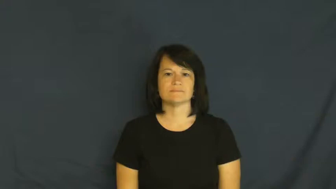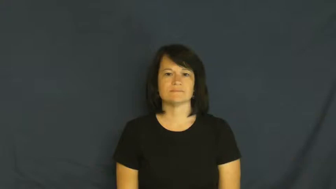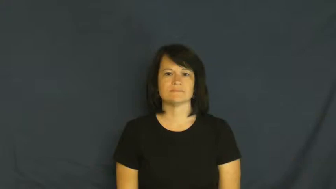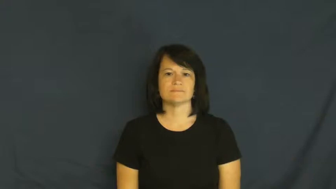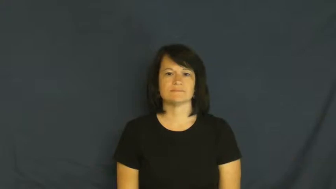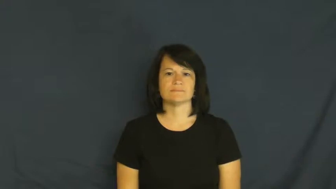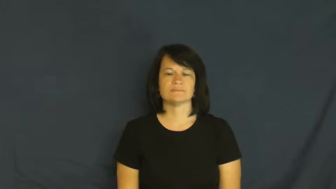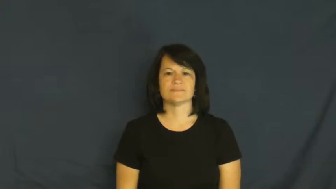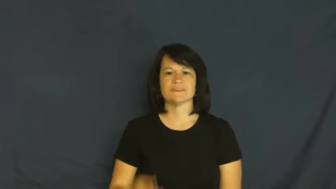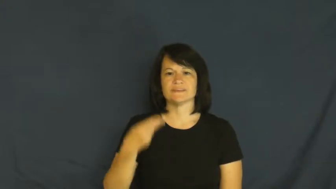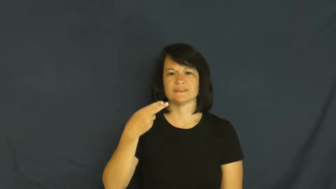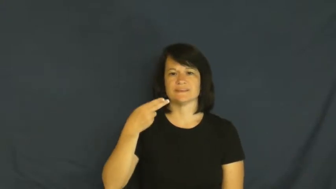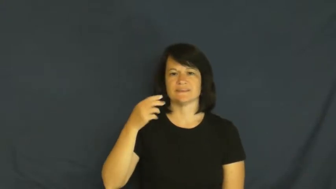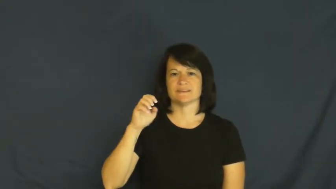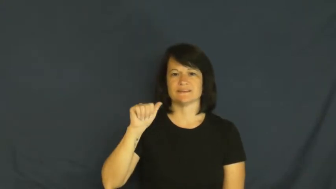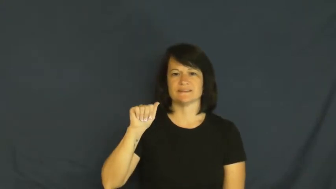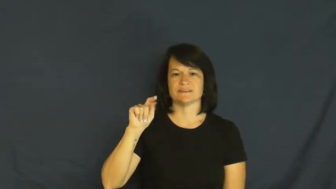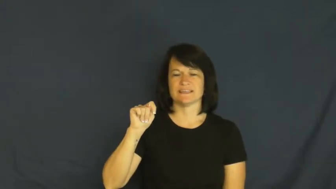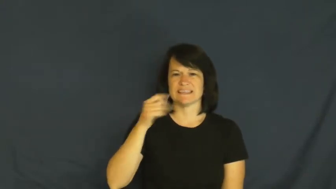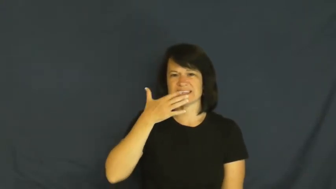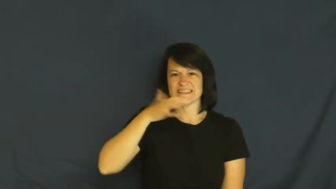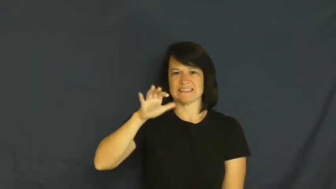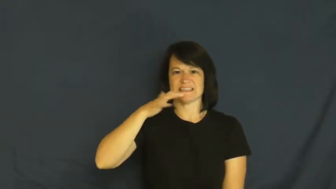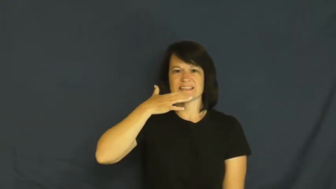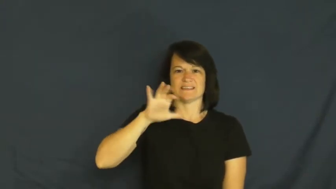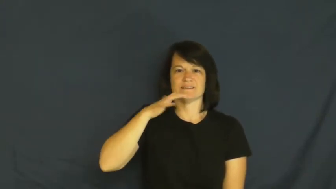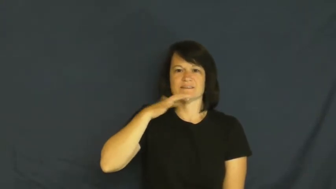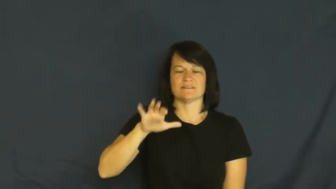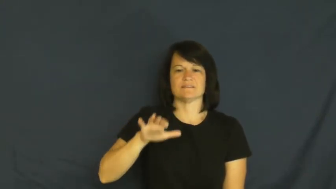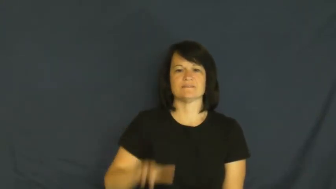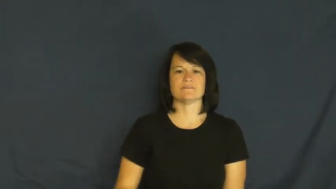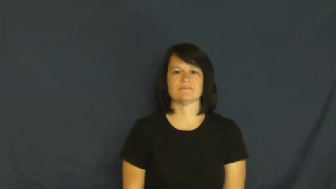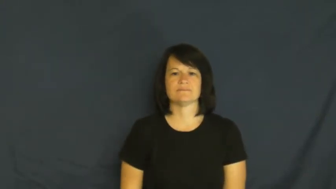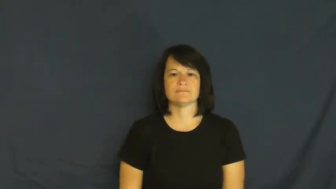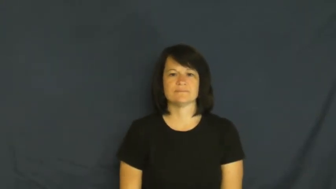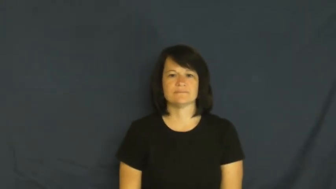heat-noun